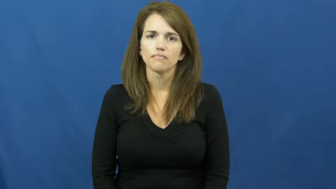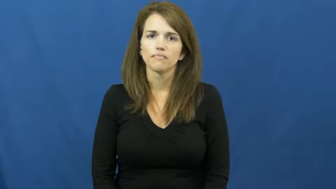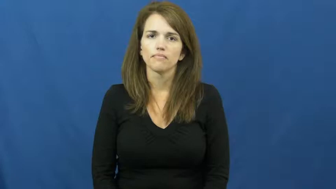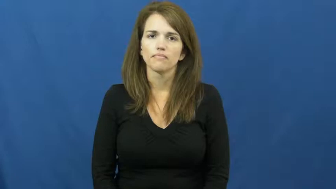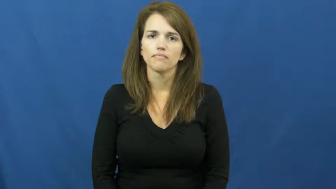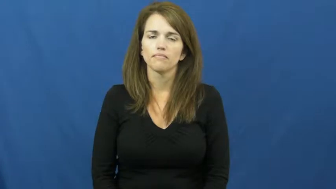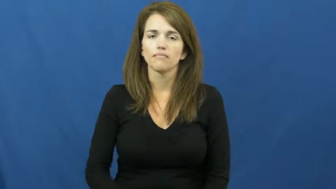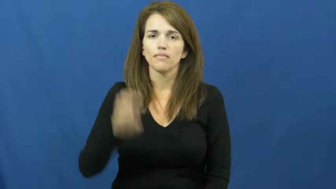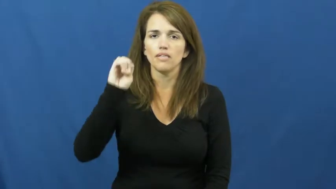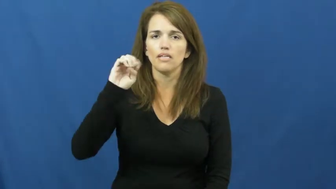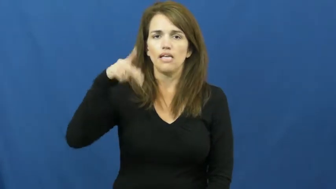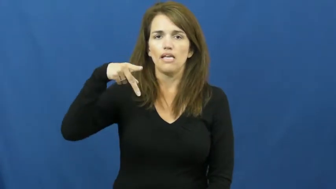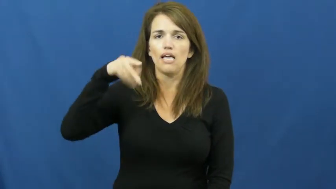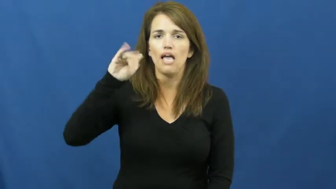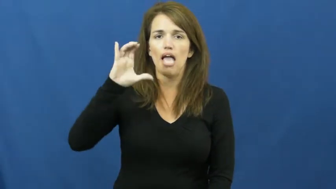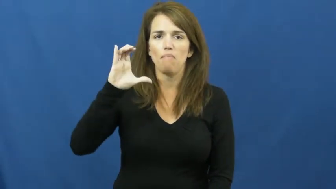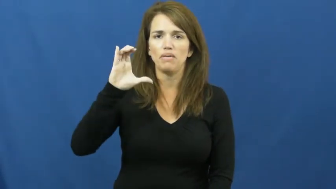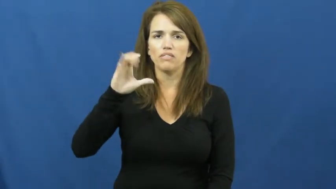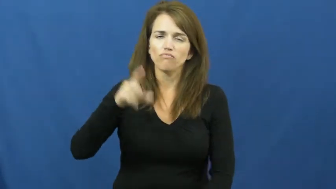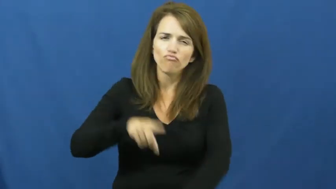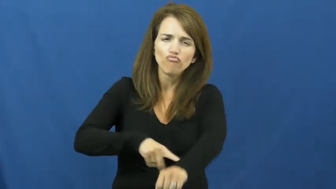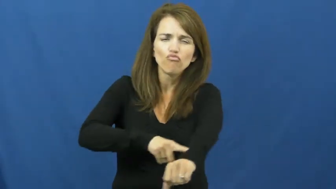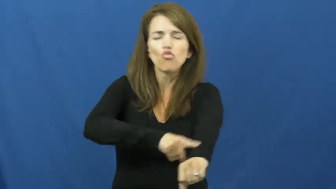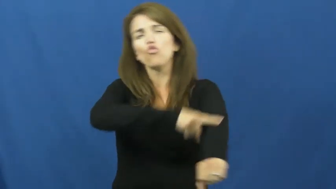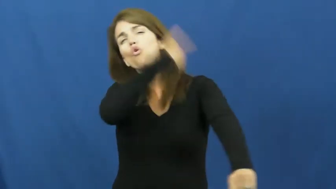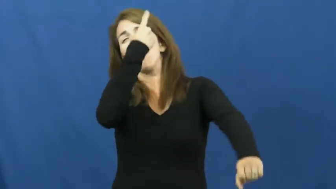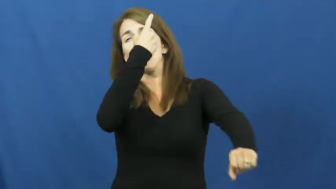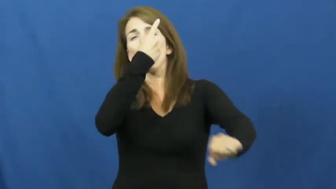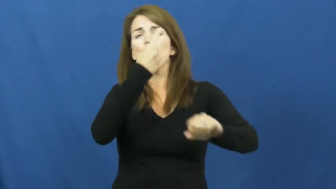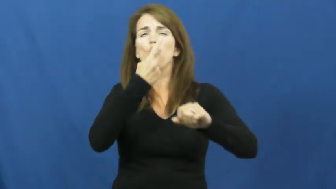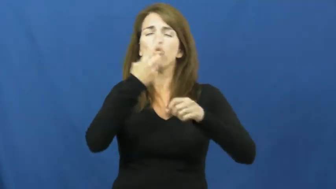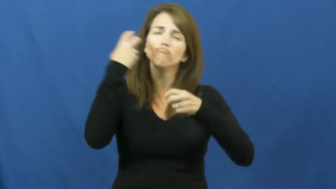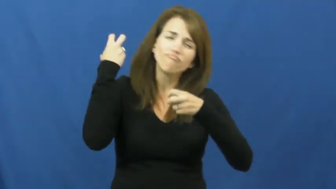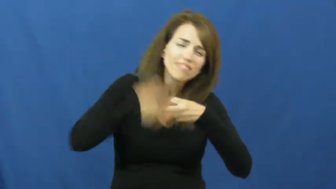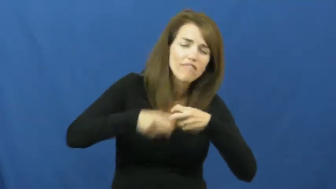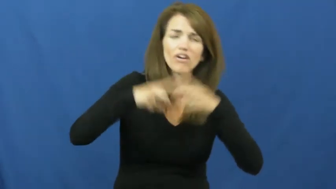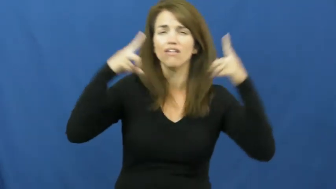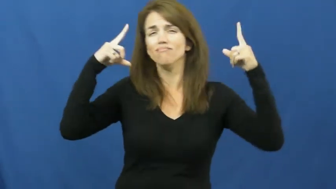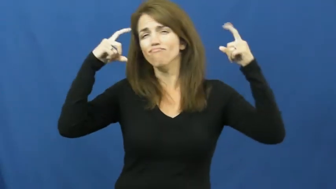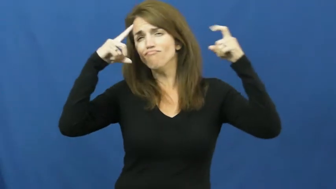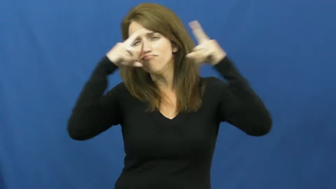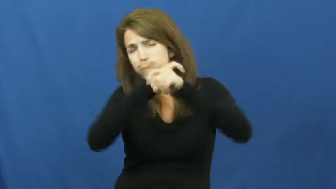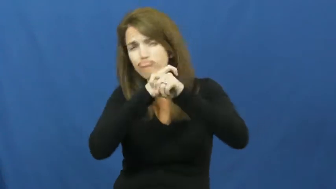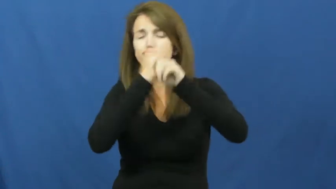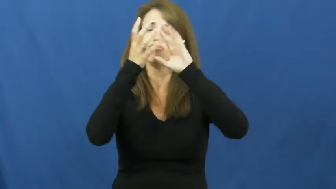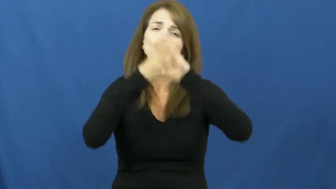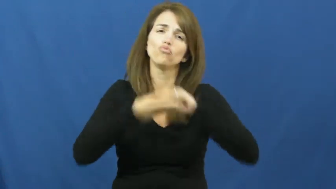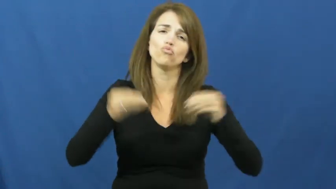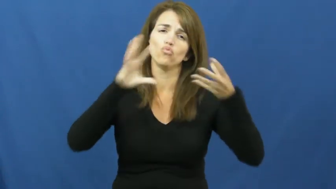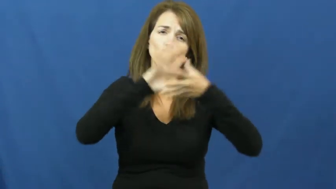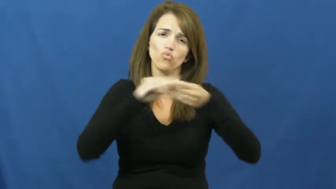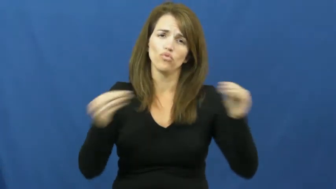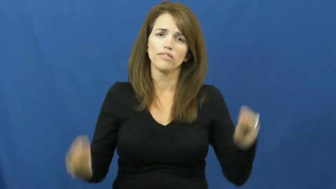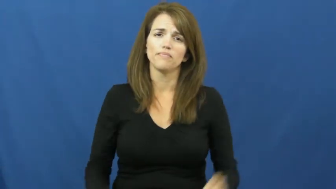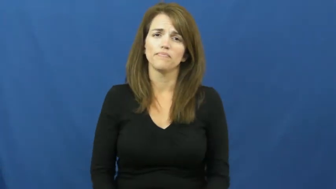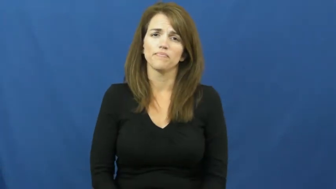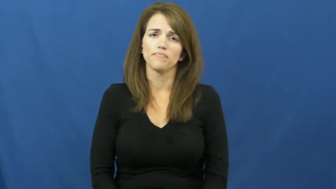epic-story